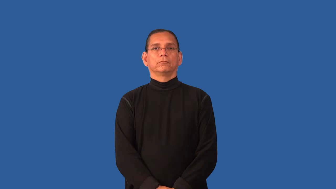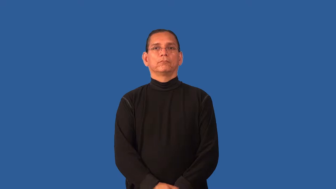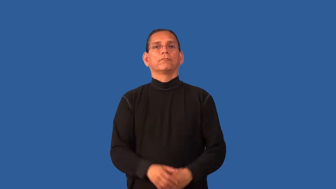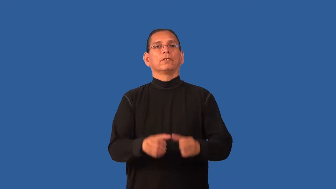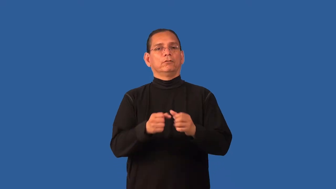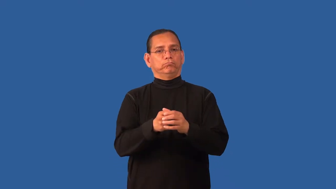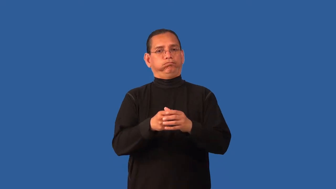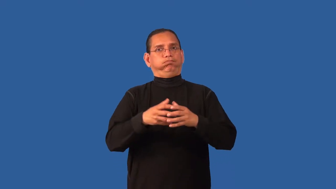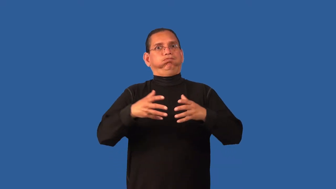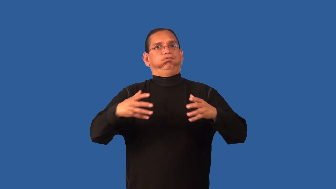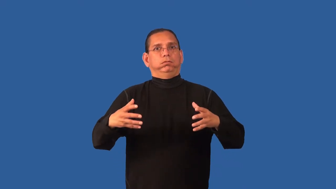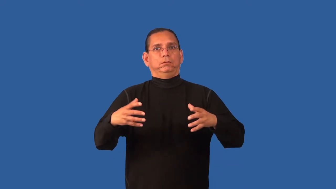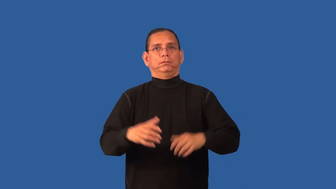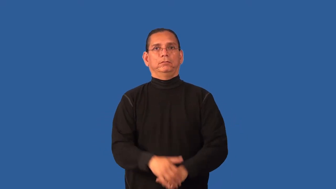distend